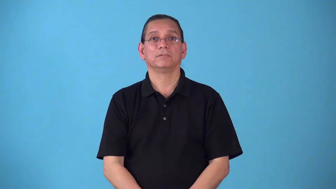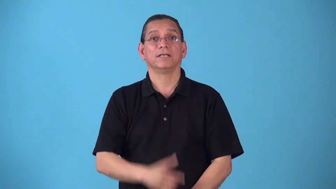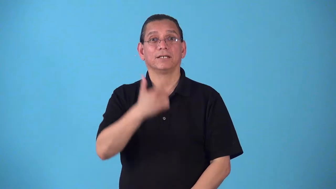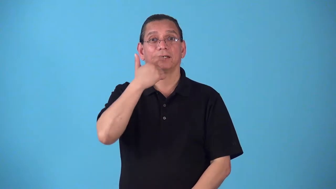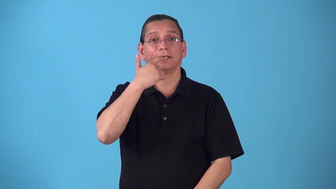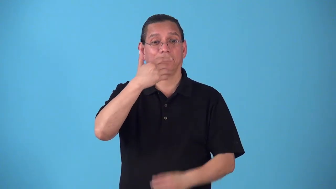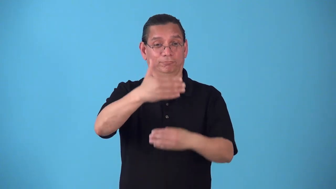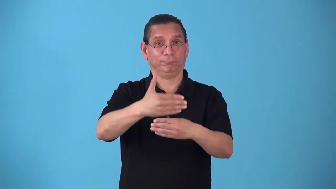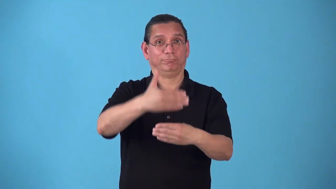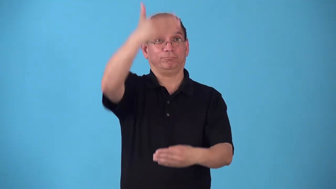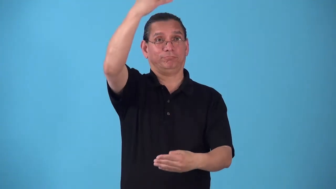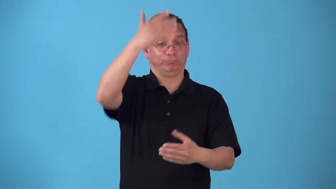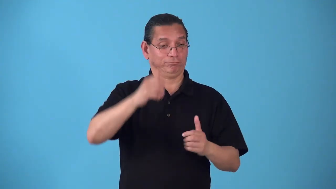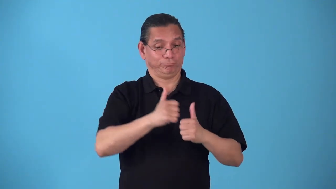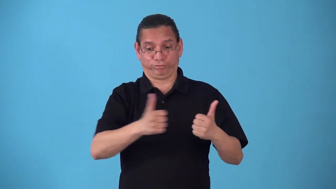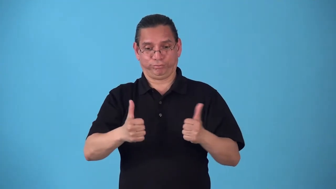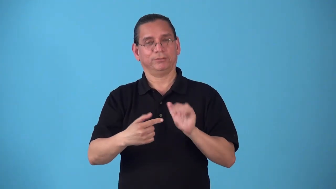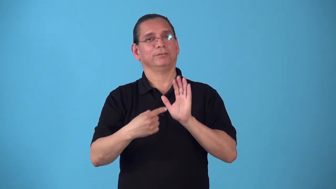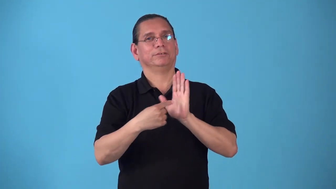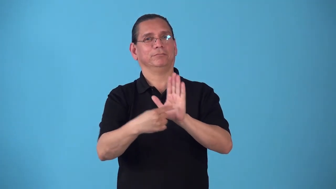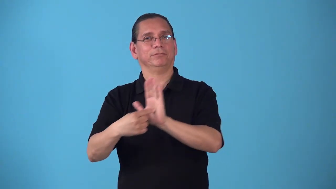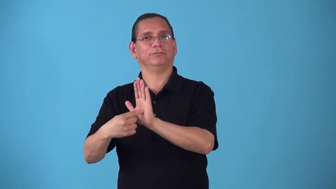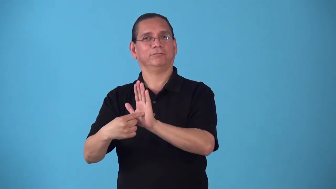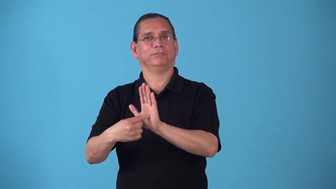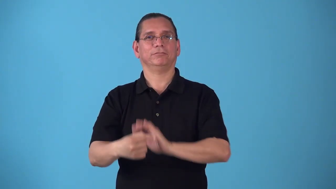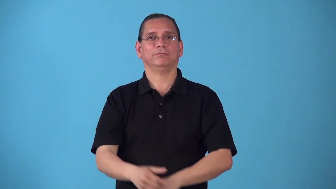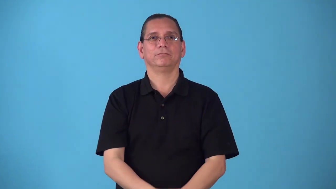shopfront